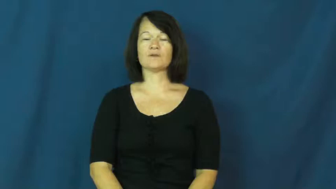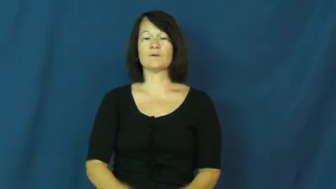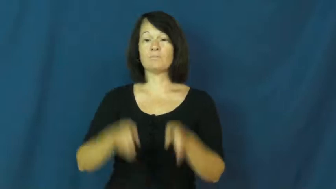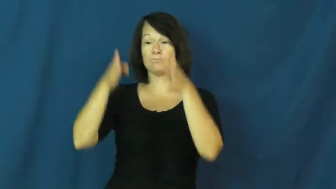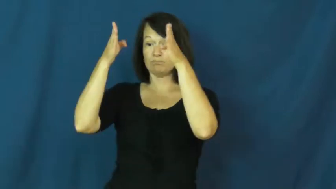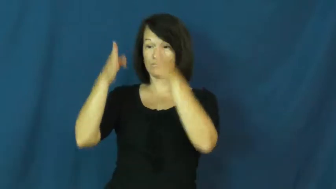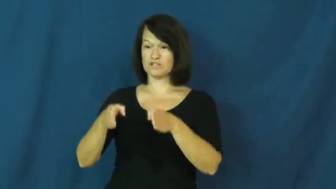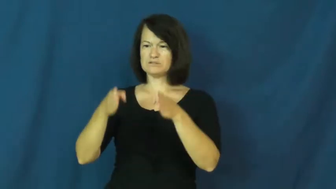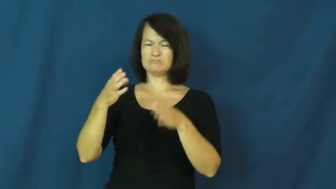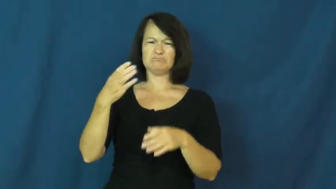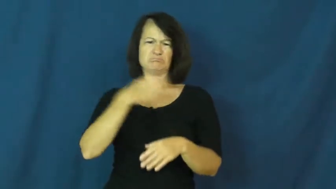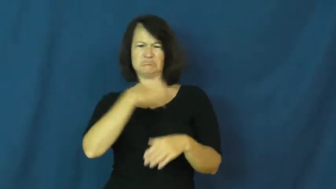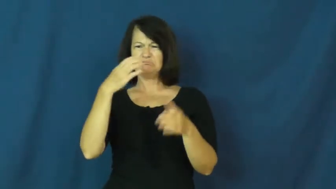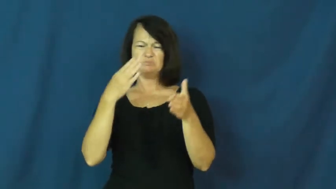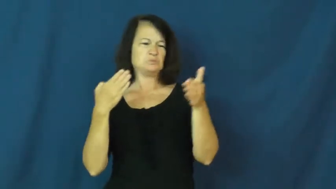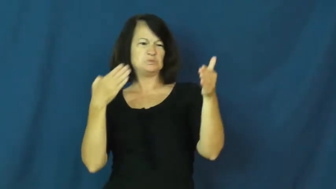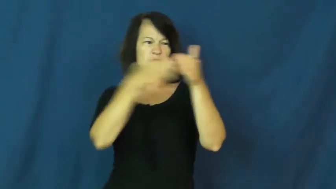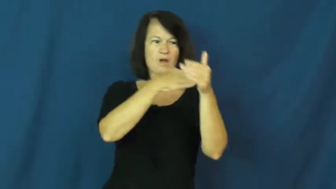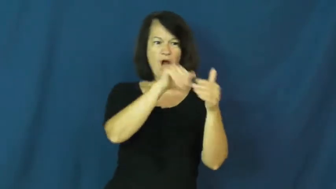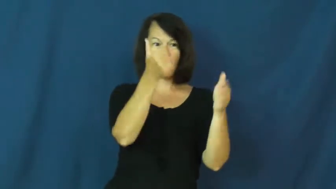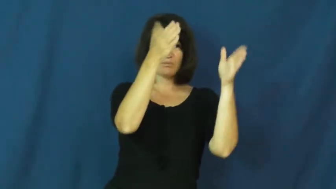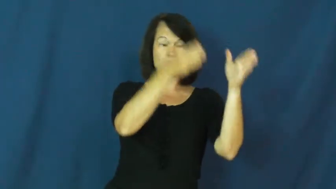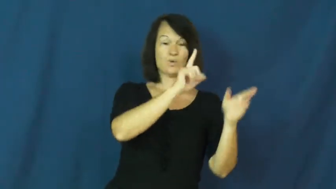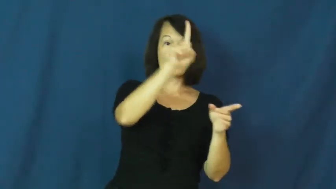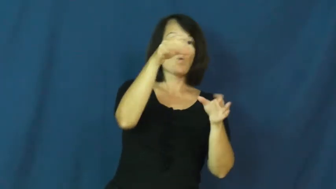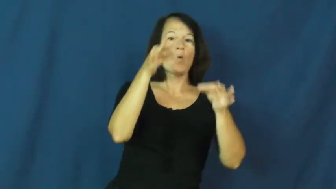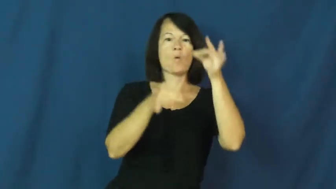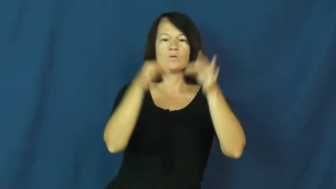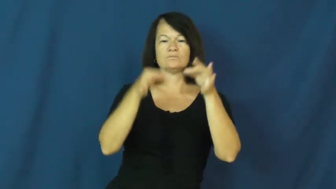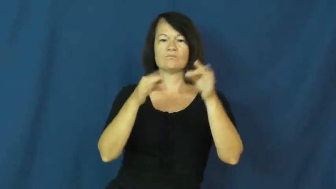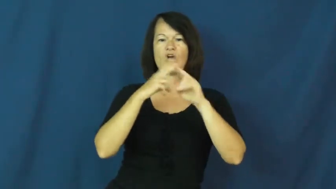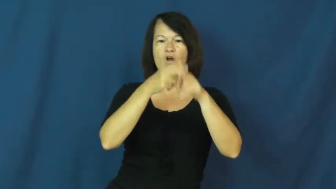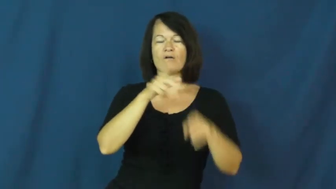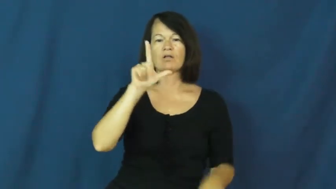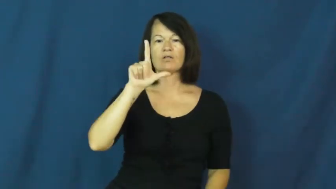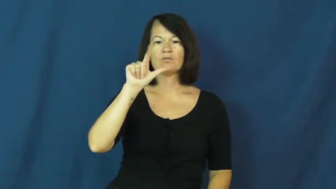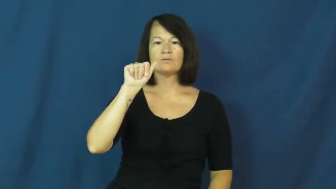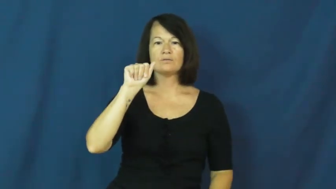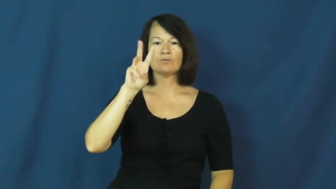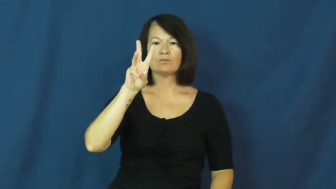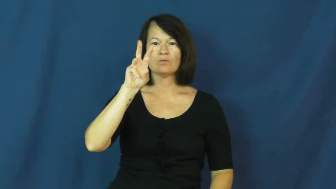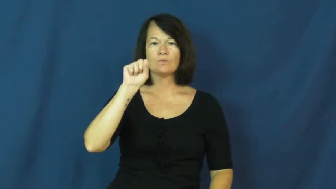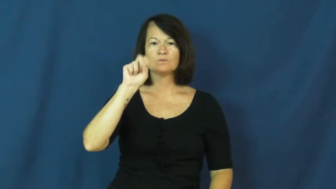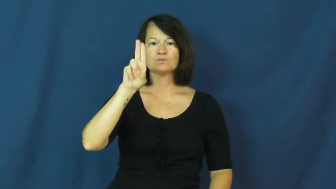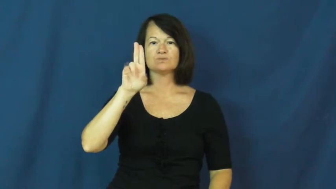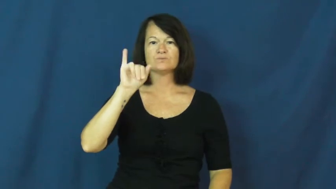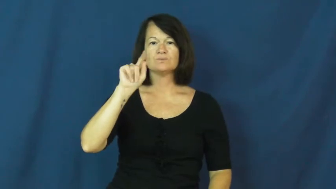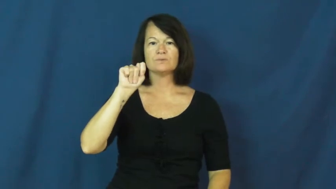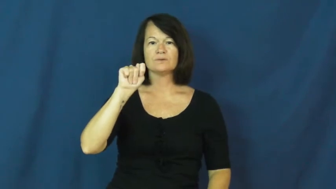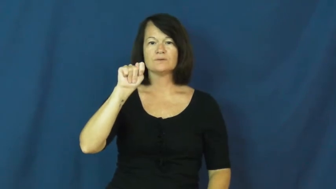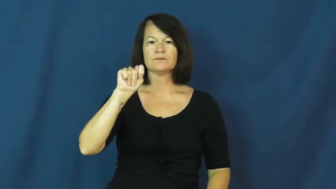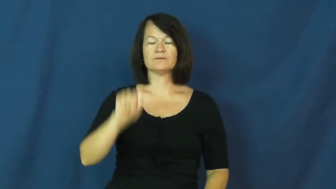lawsuit